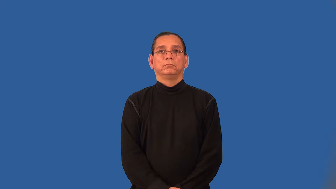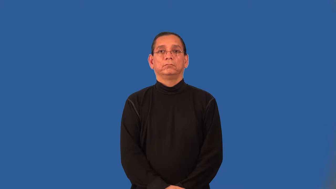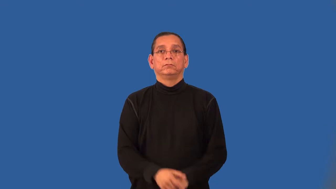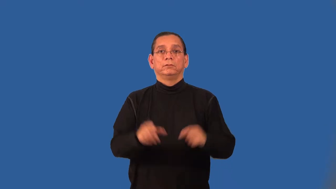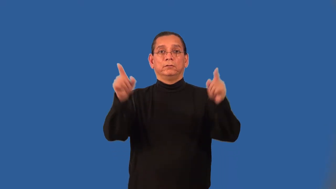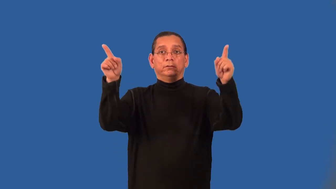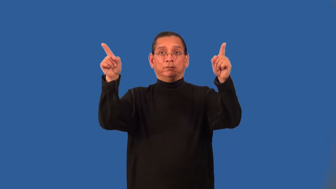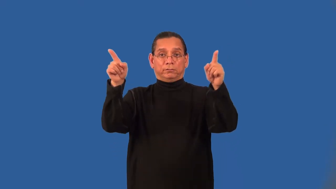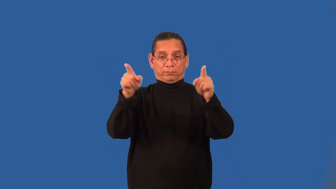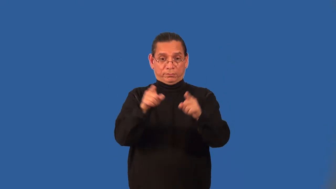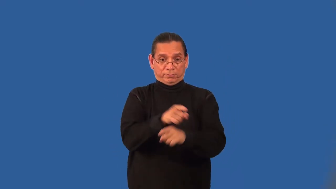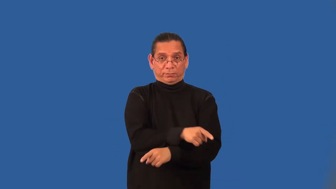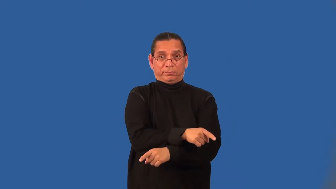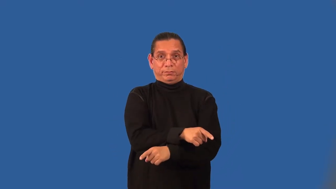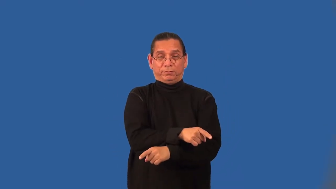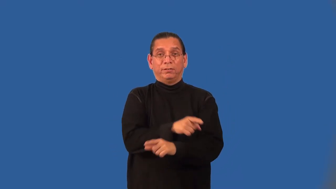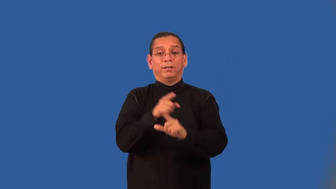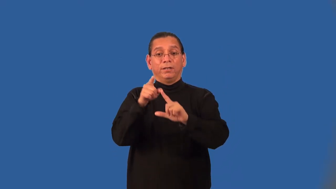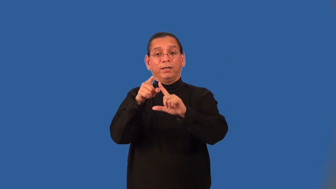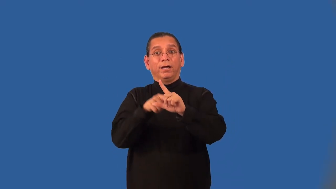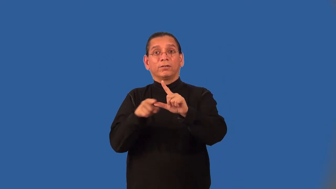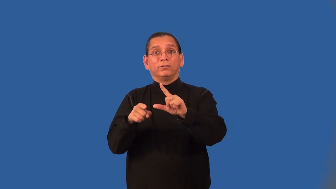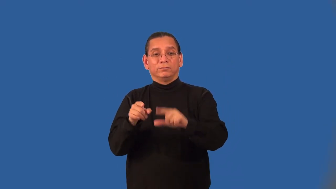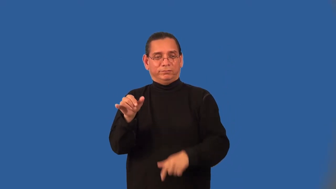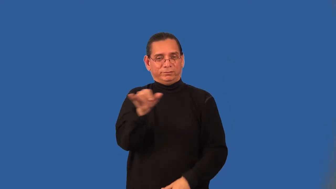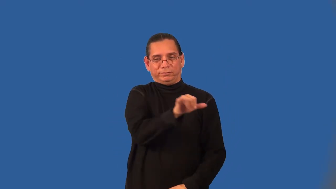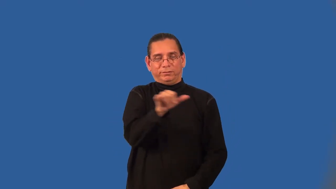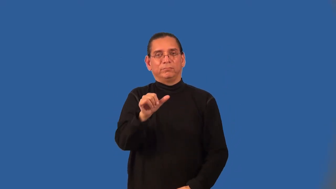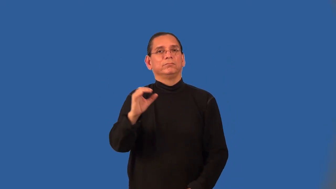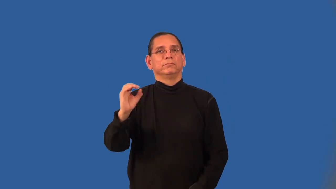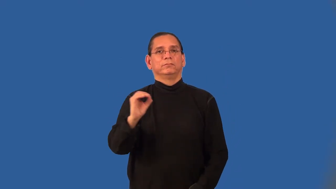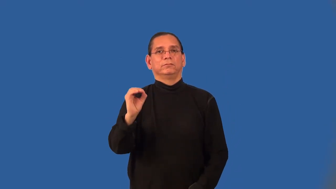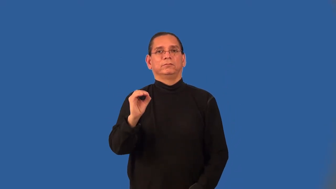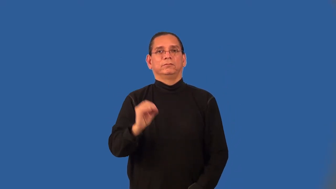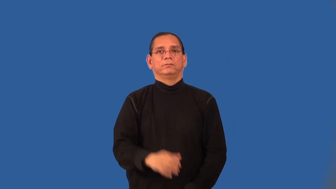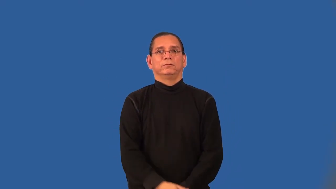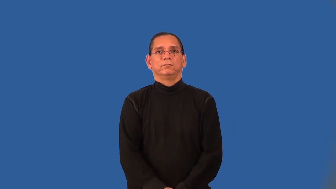angle-side-angle